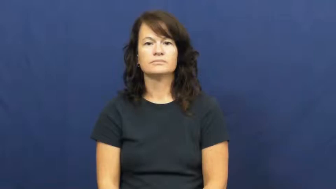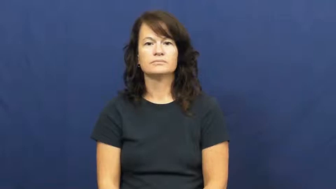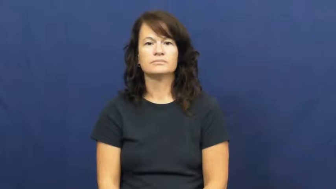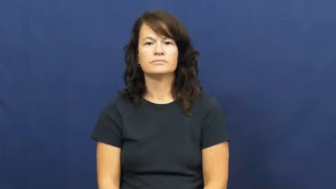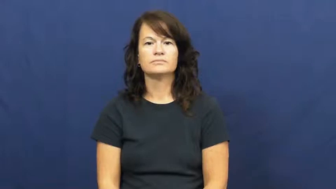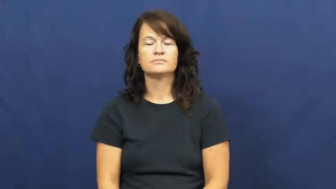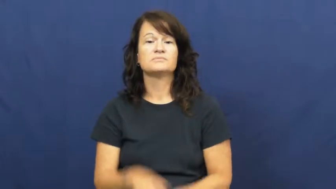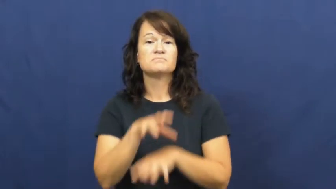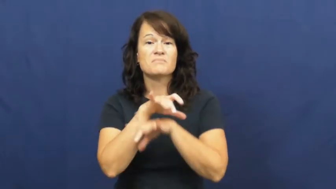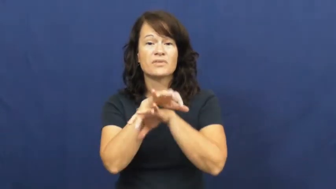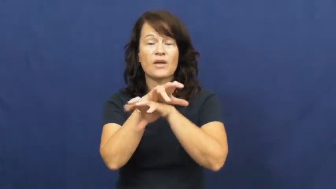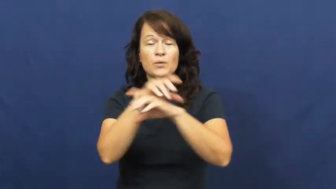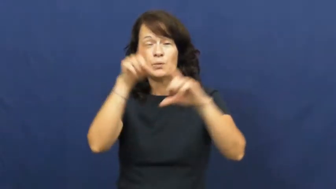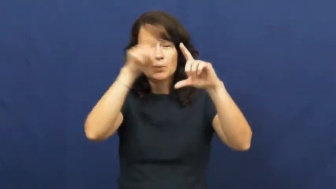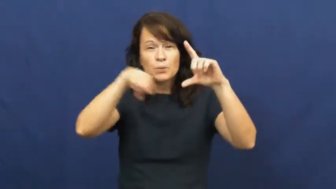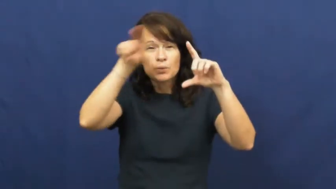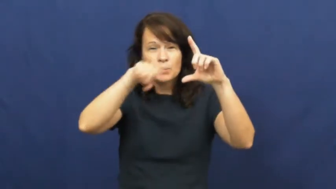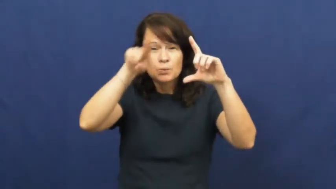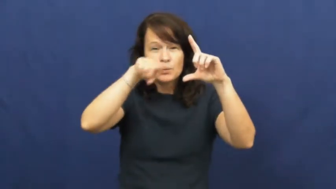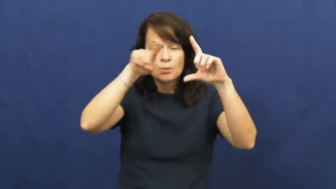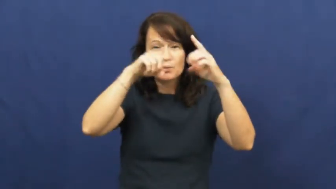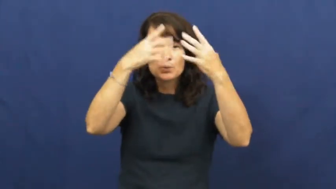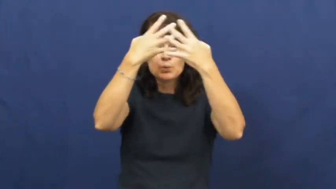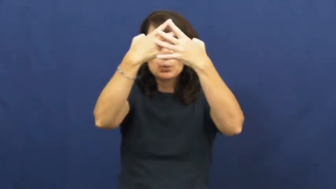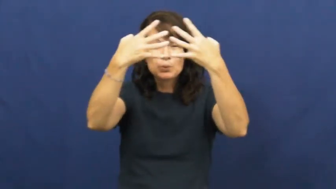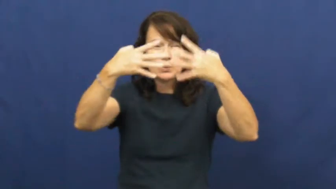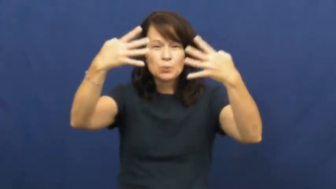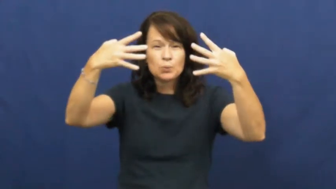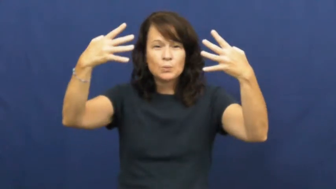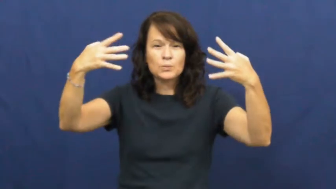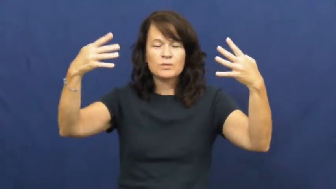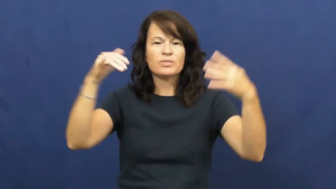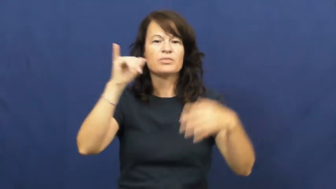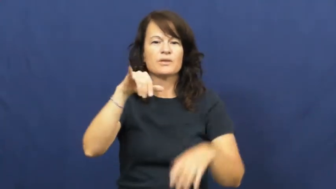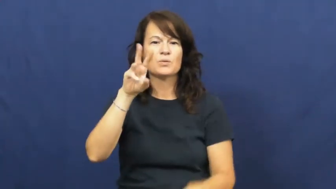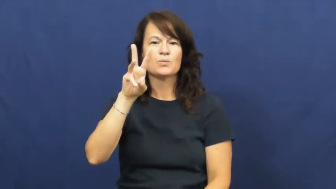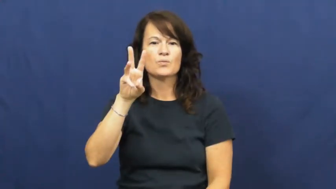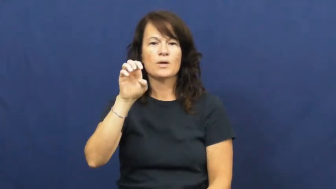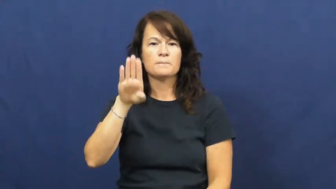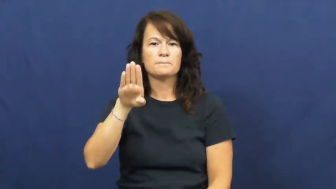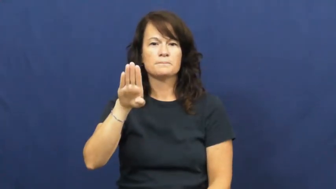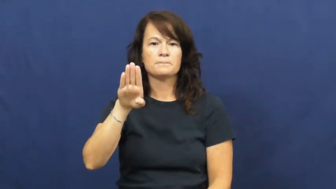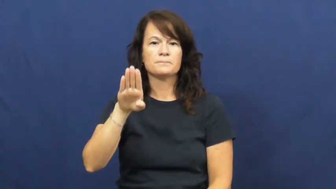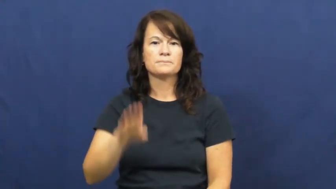web-spider